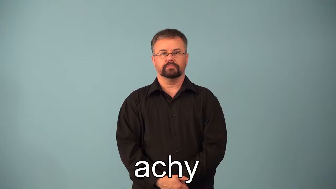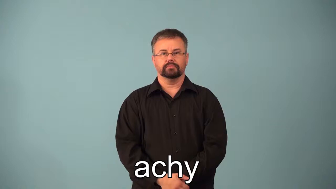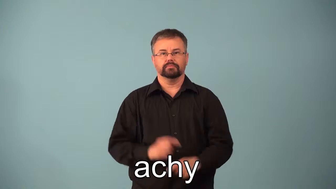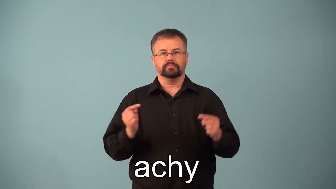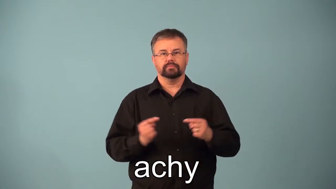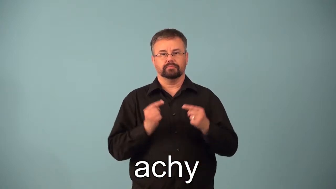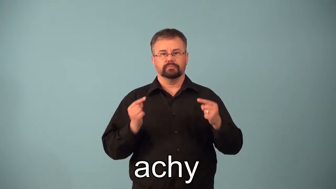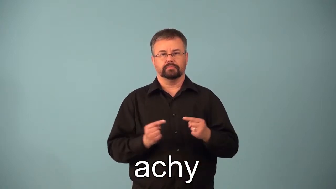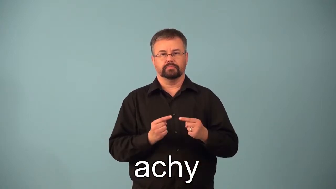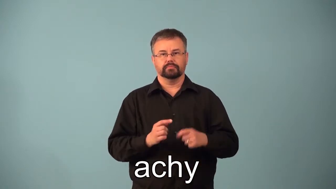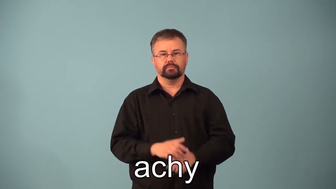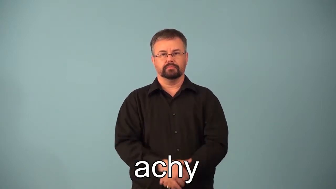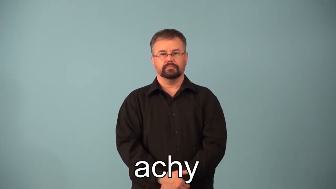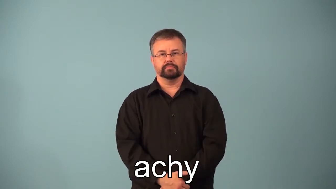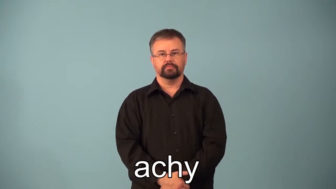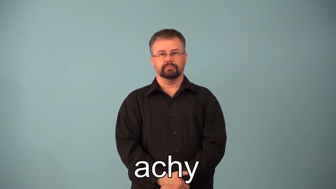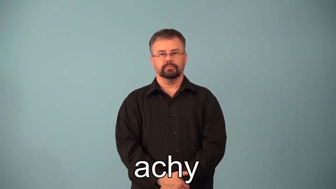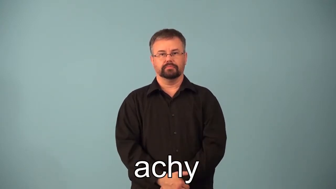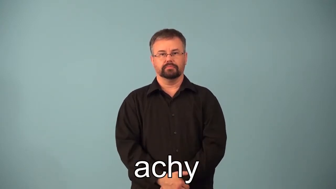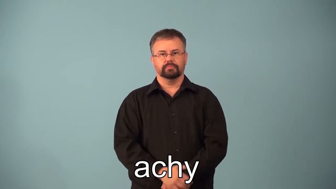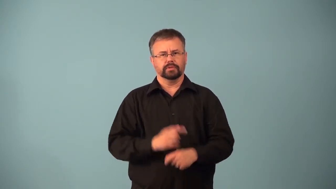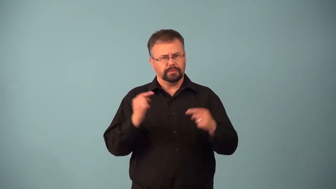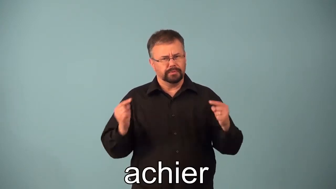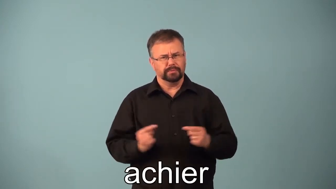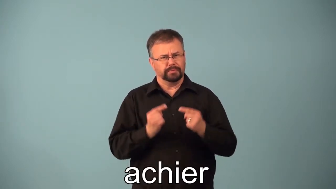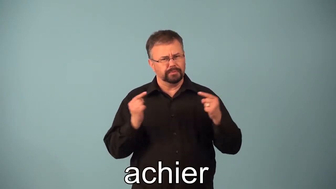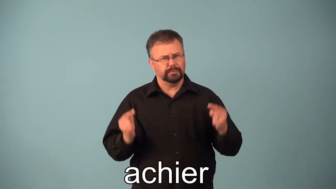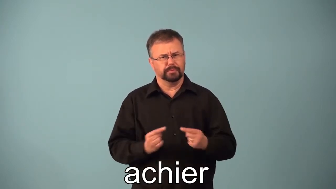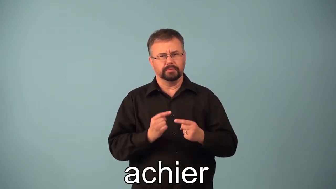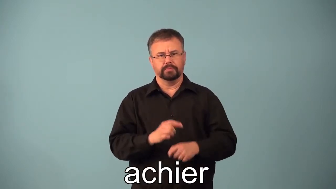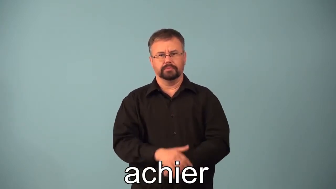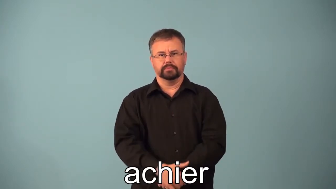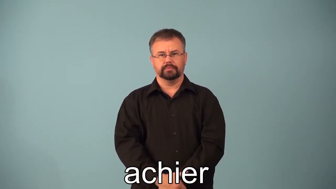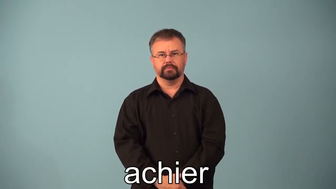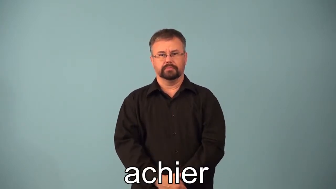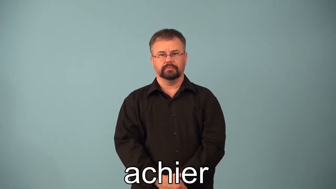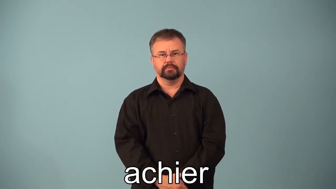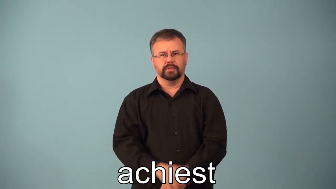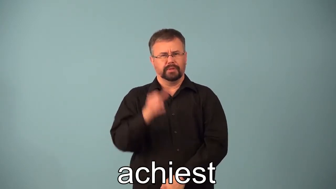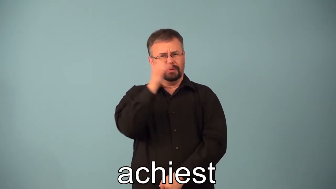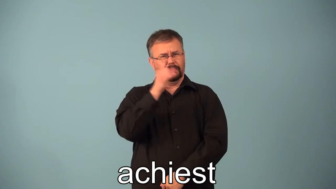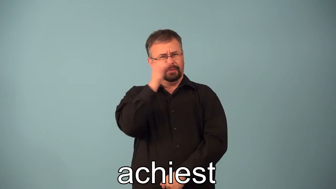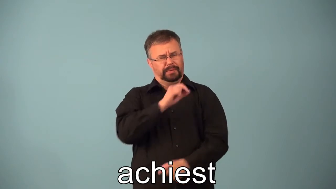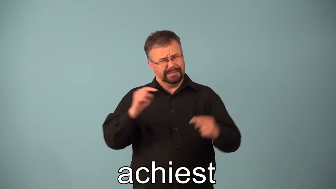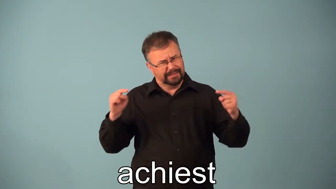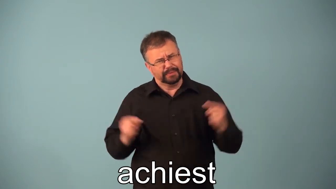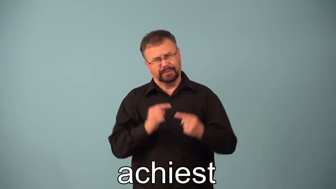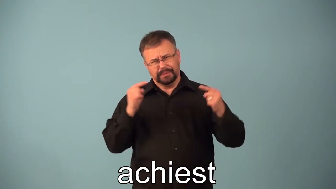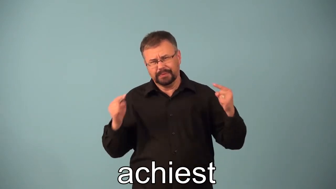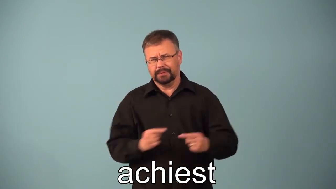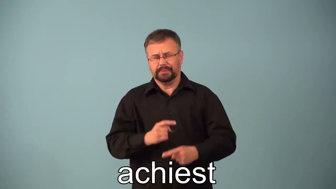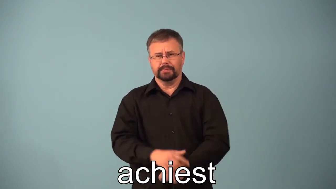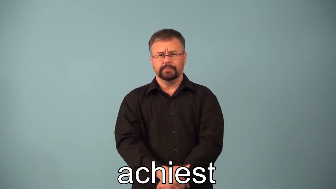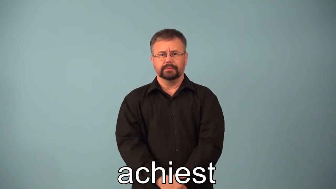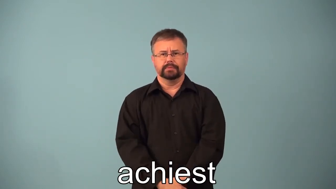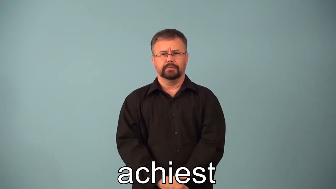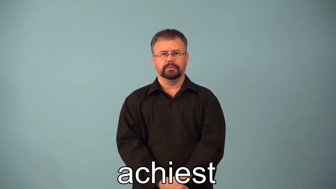achy,achier,achiest